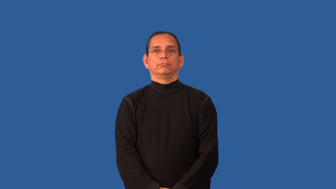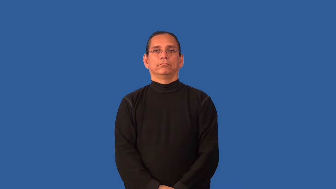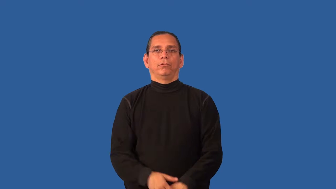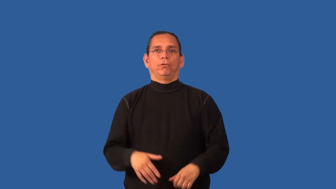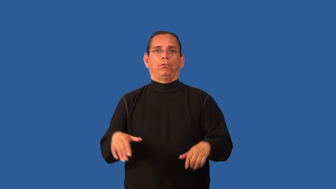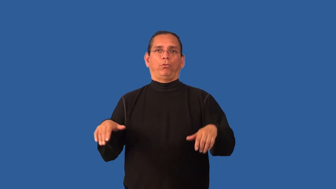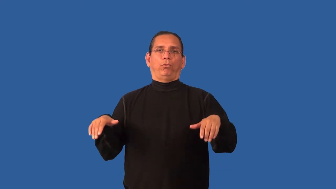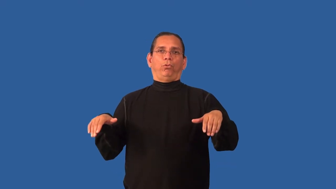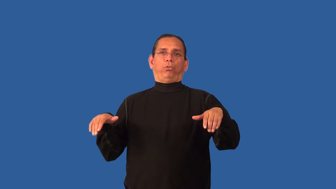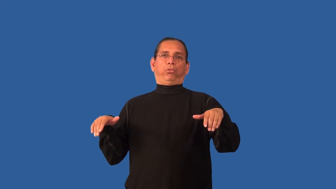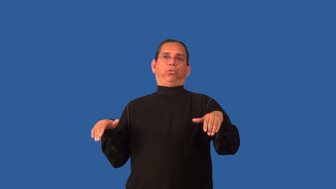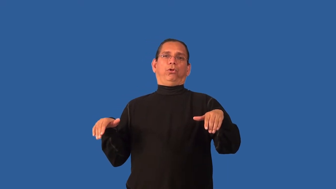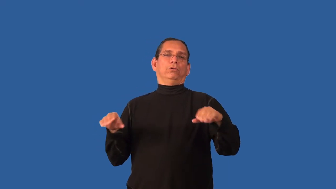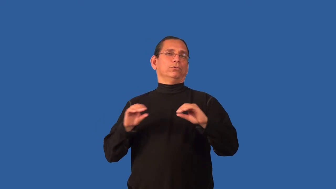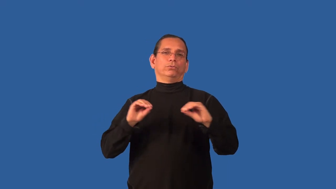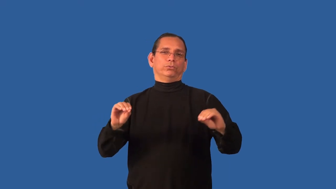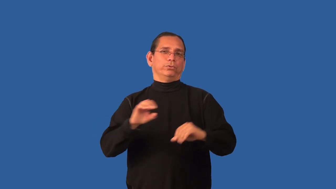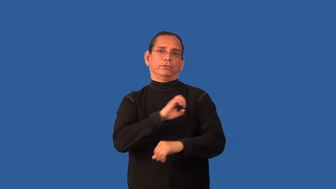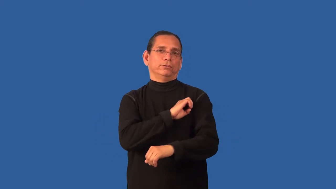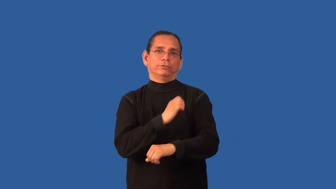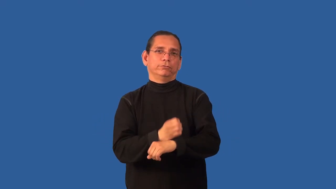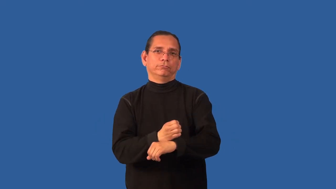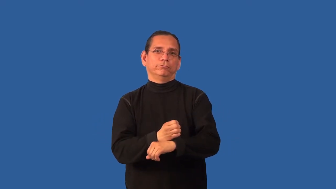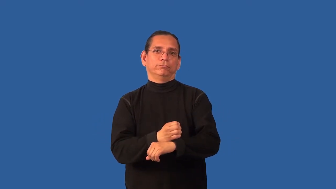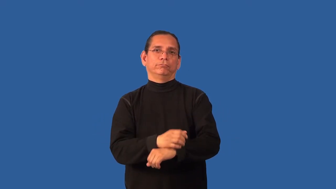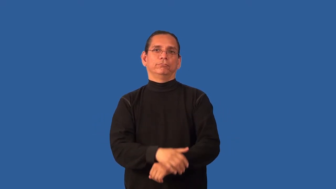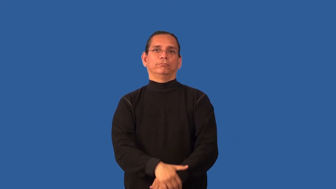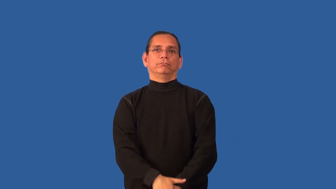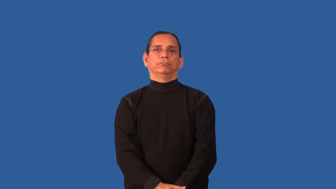bloodless-emotion